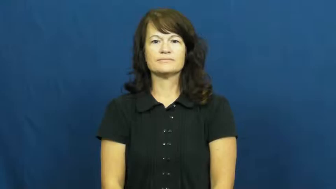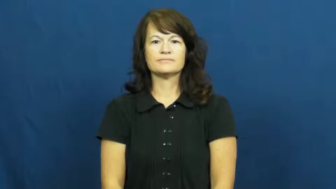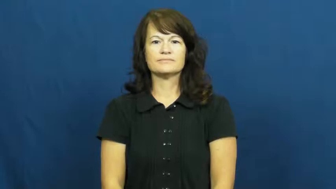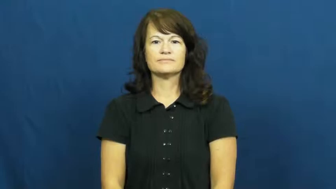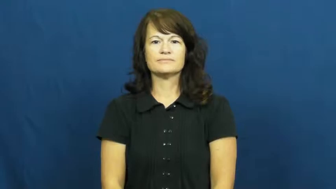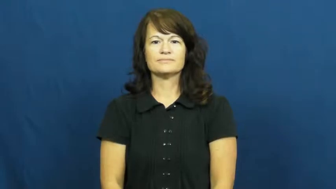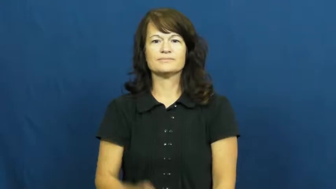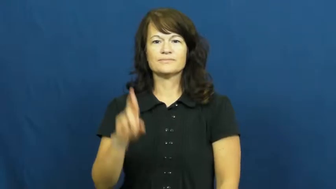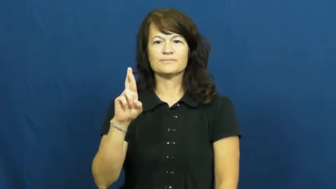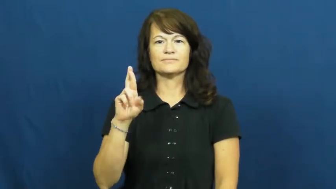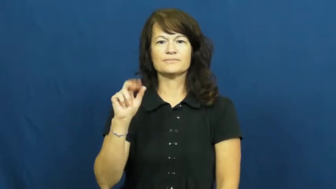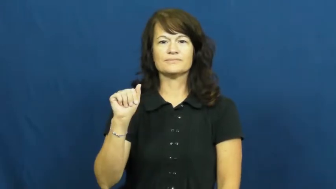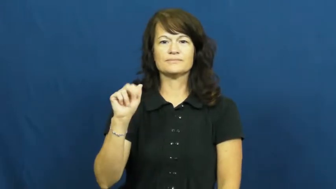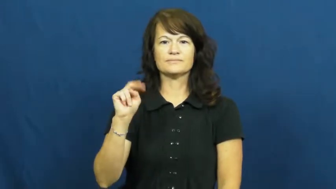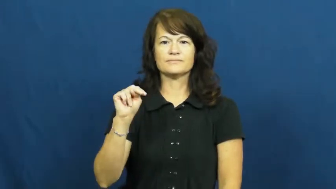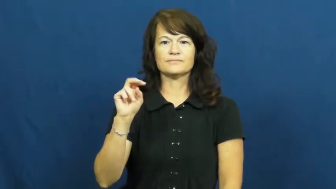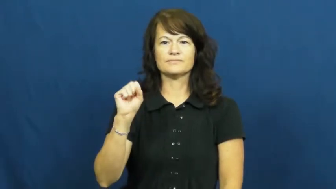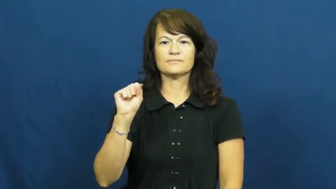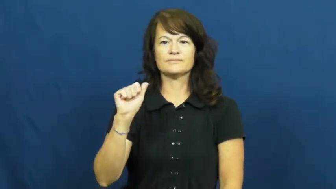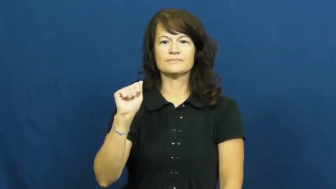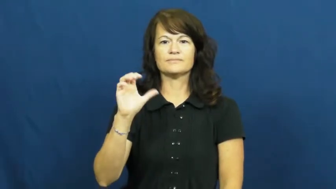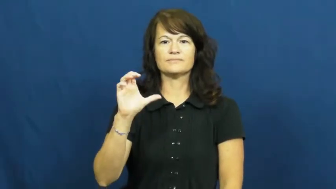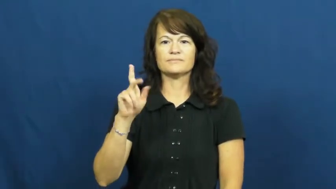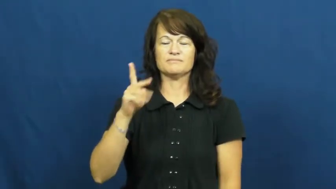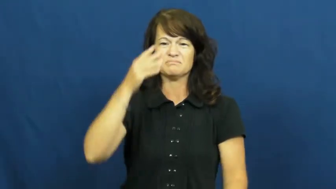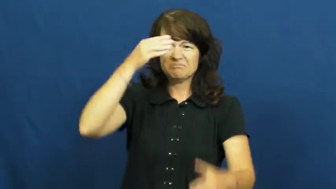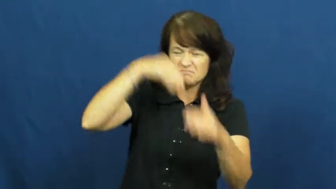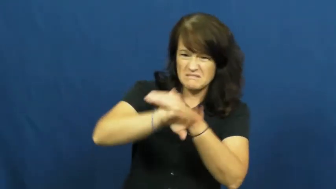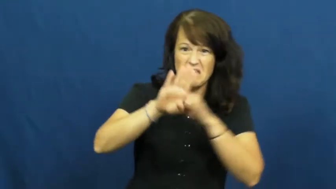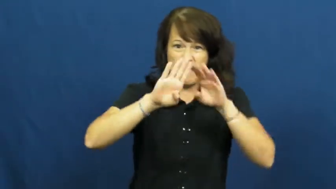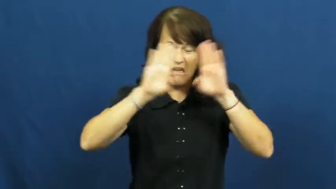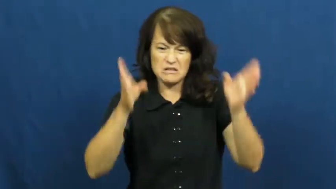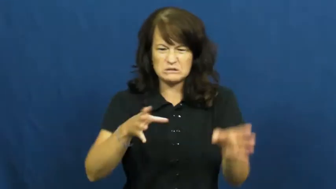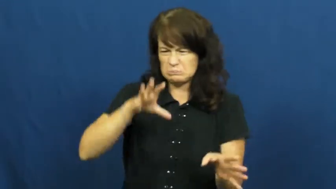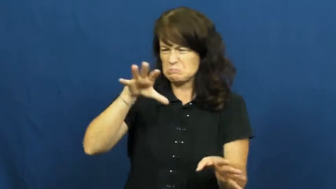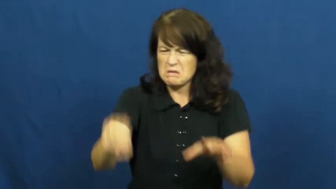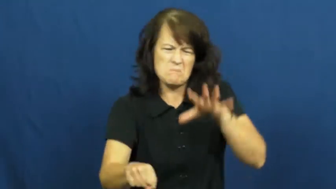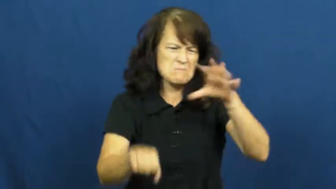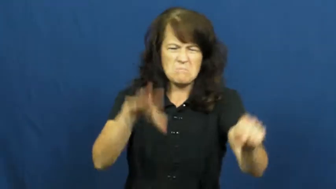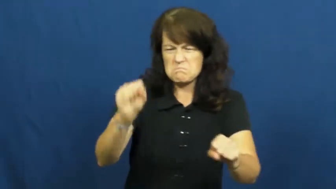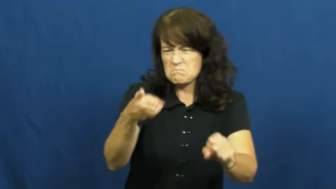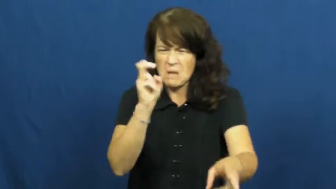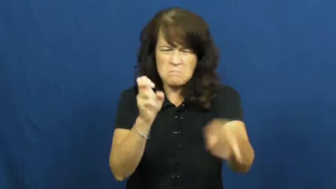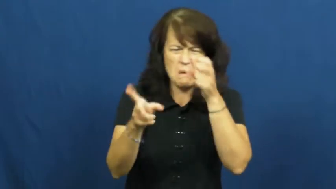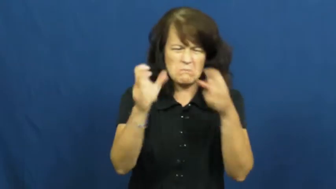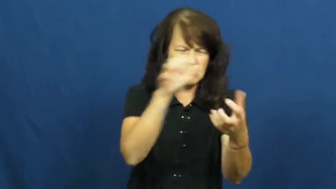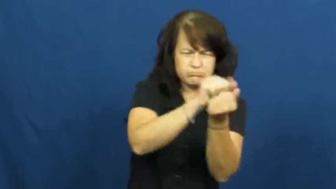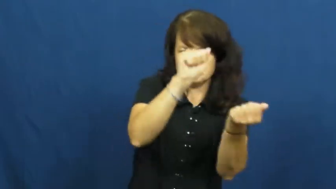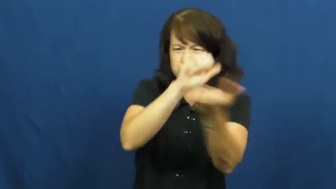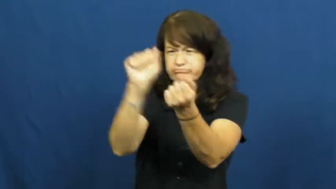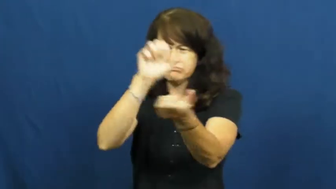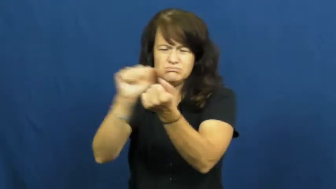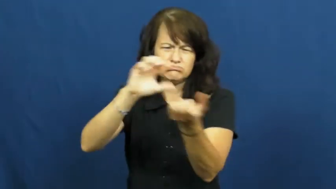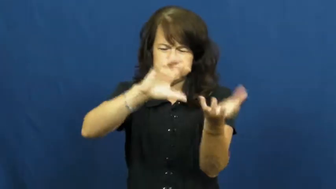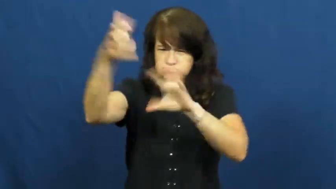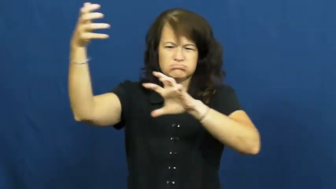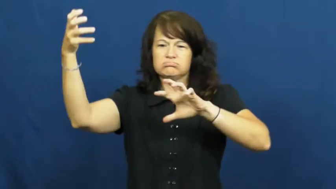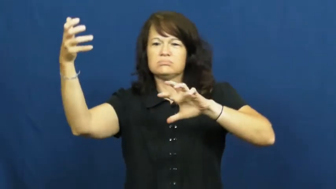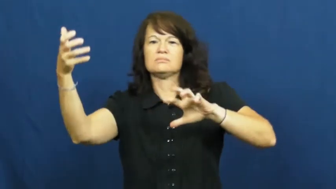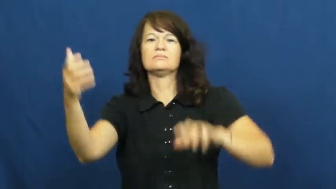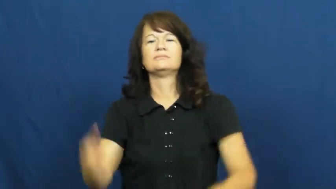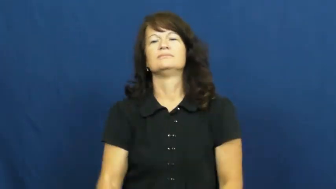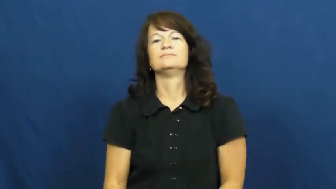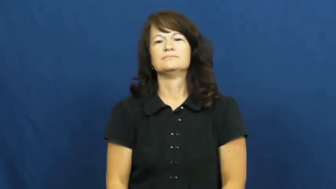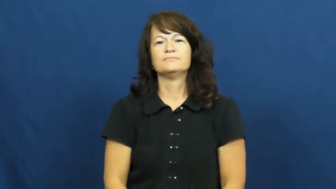ransack